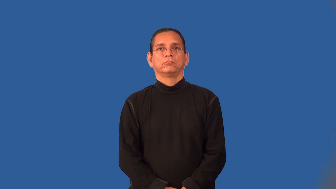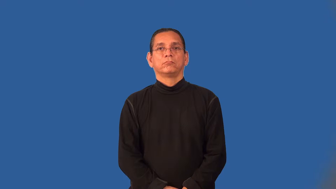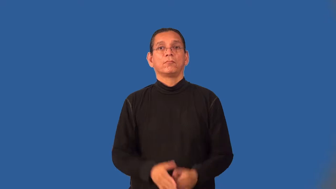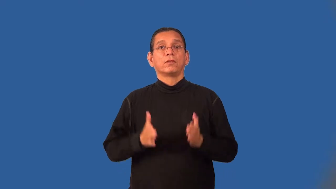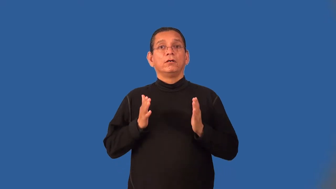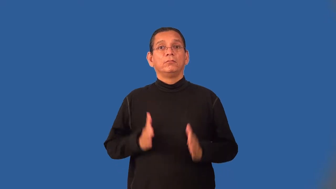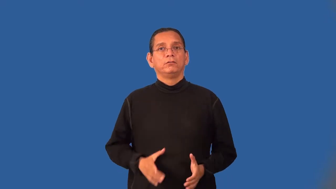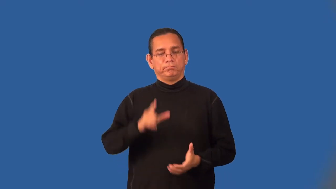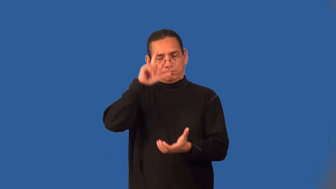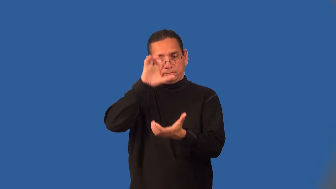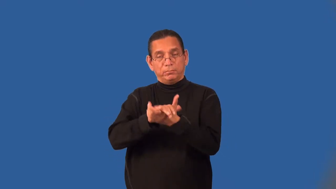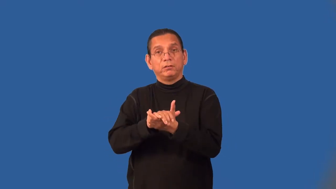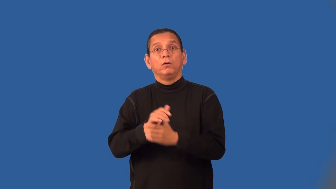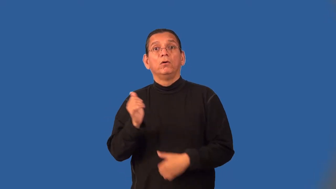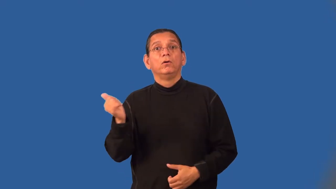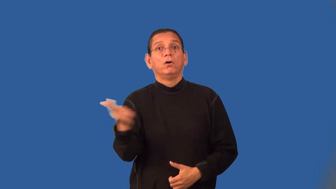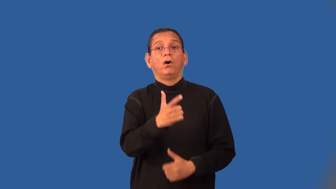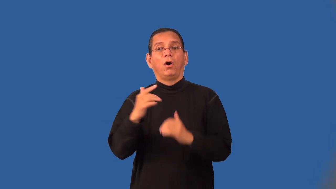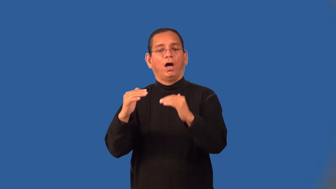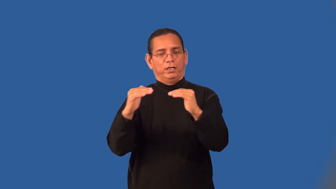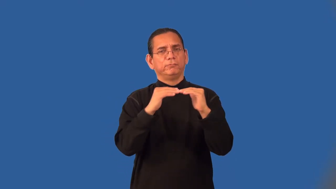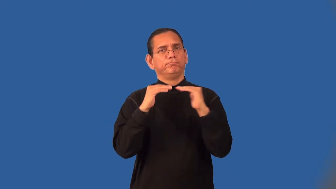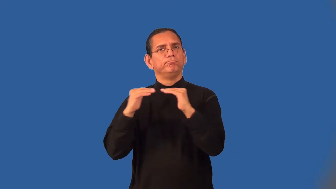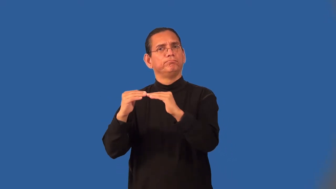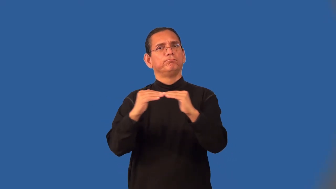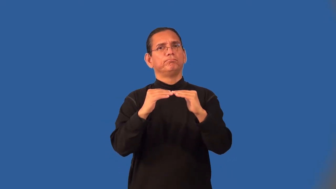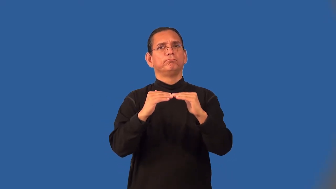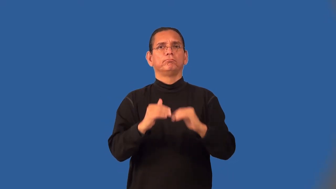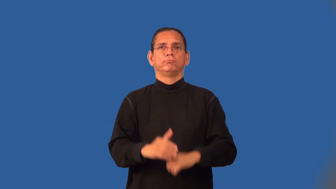egalitarian